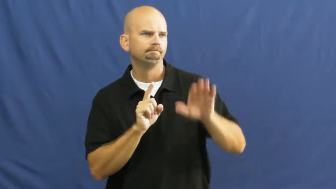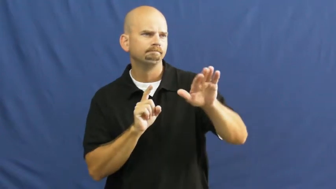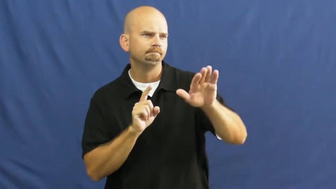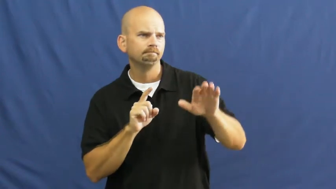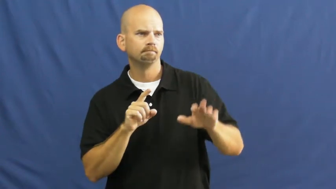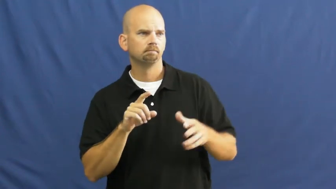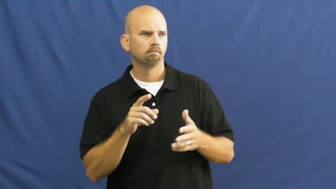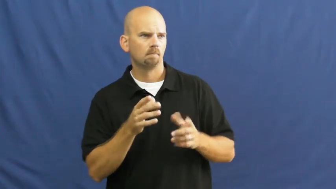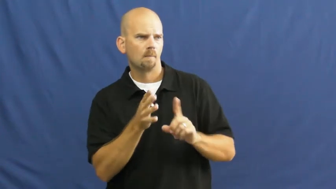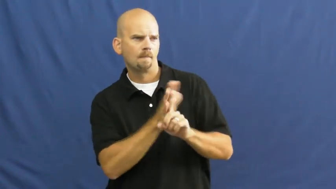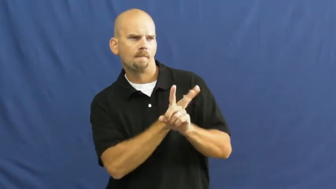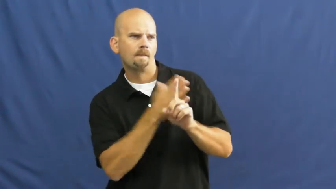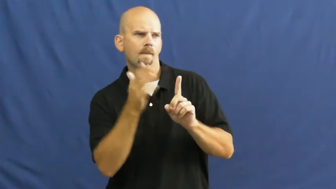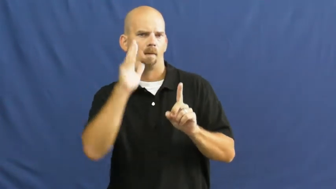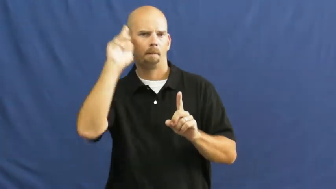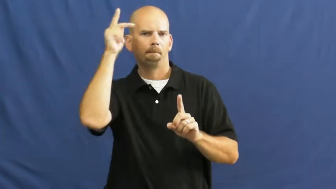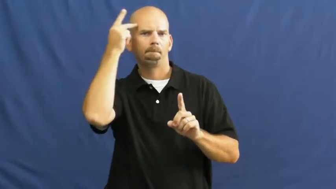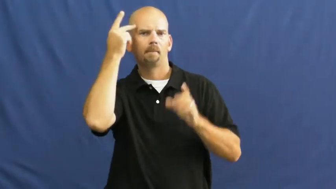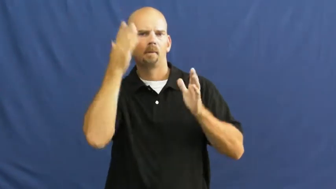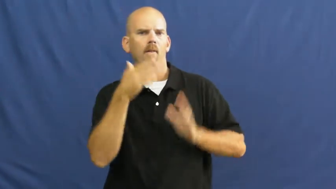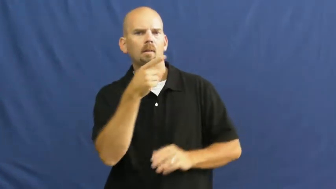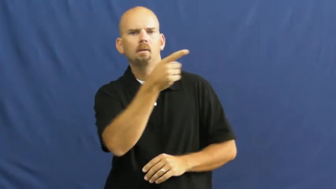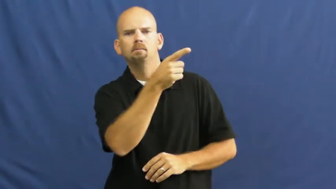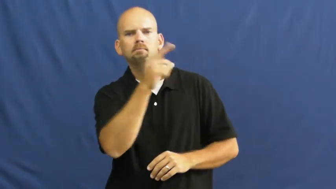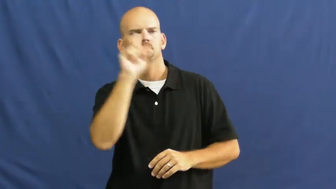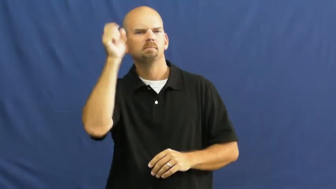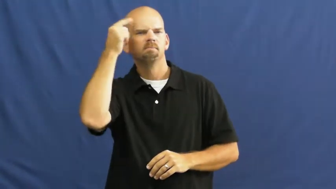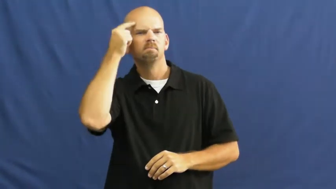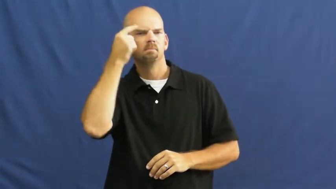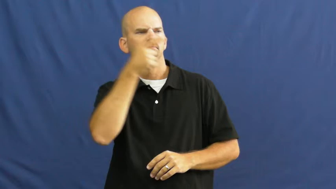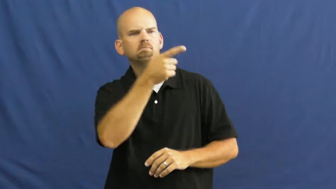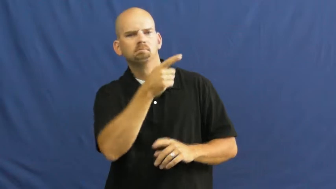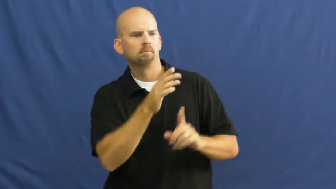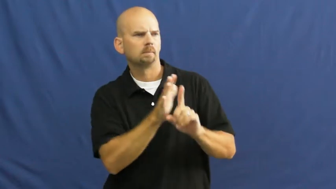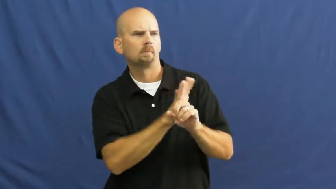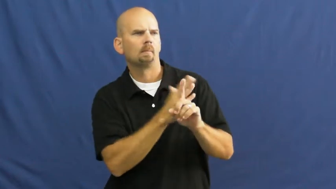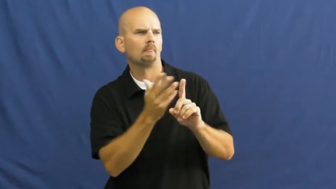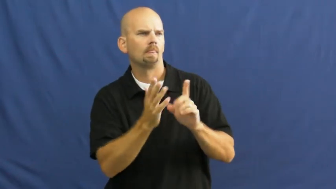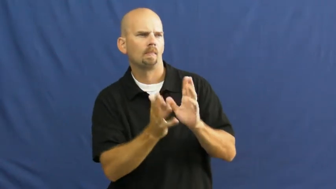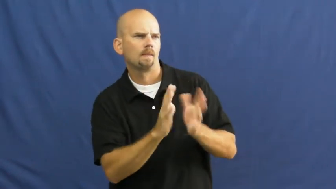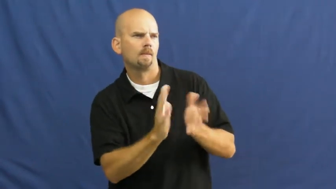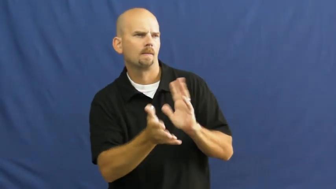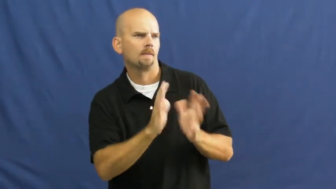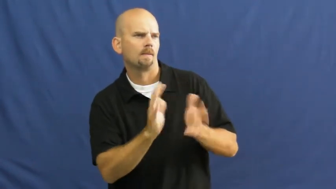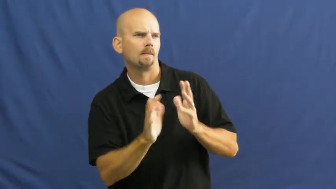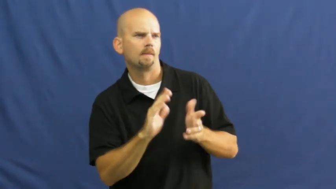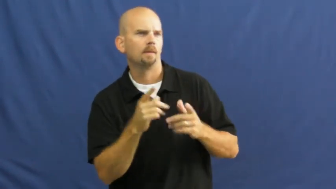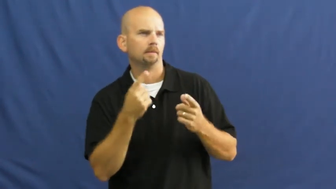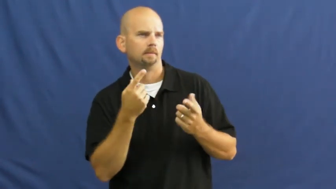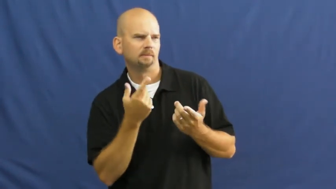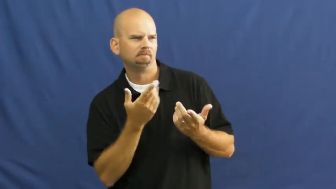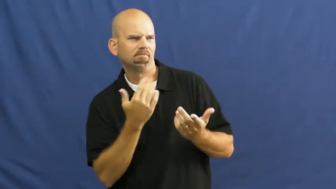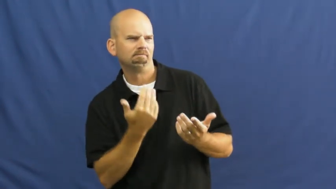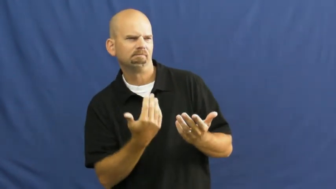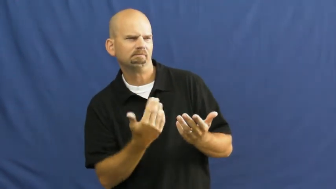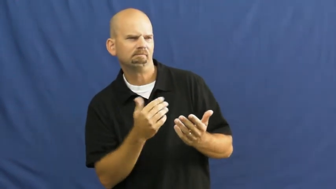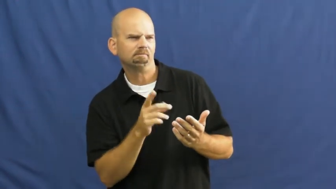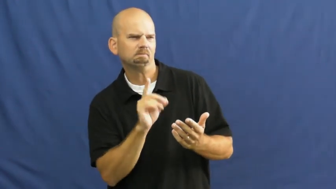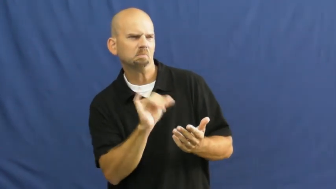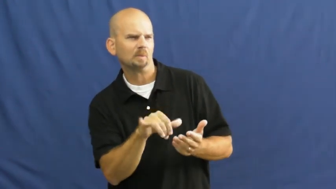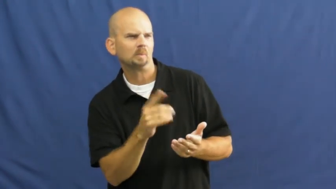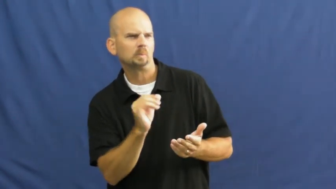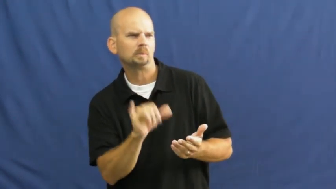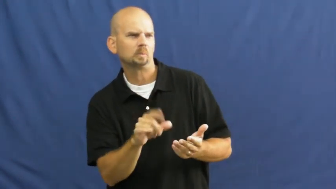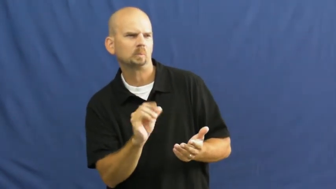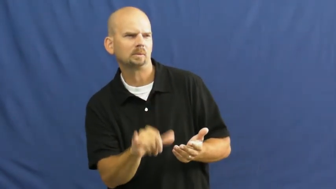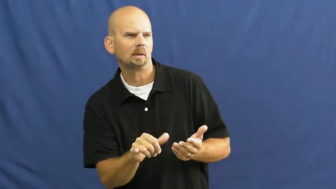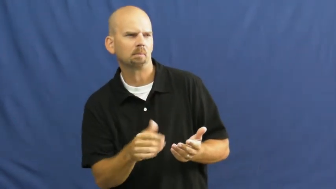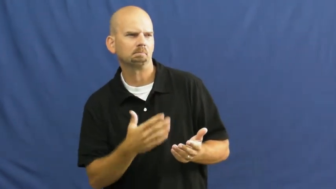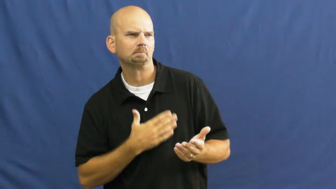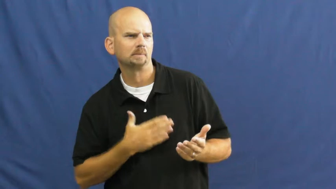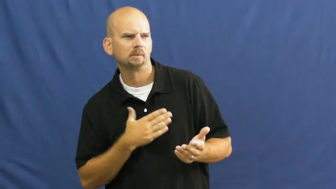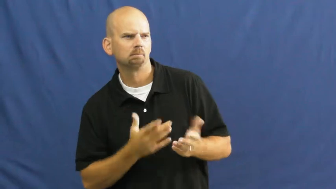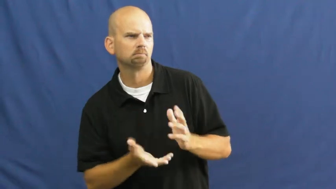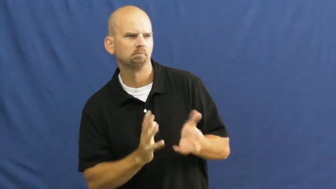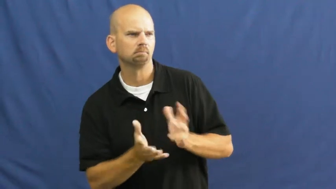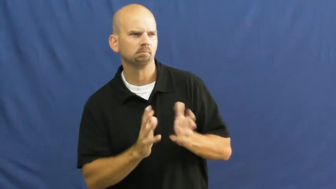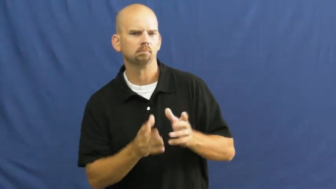lobby-persuade